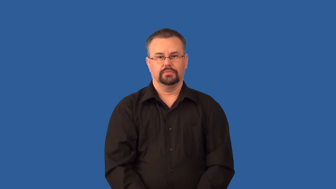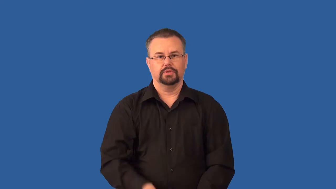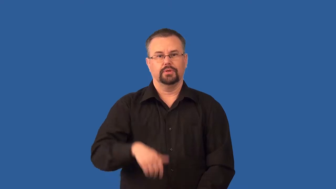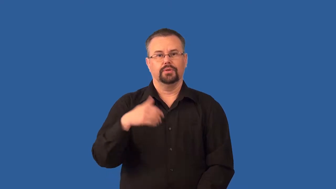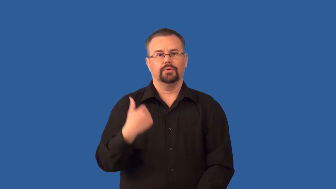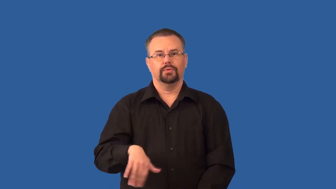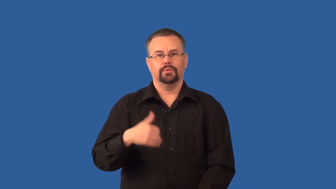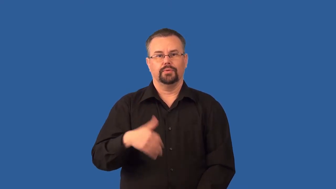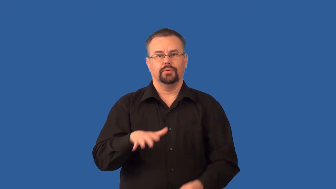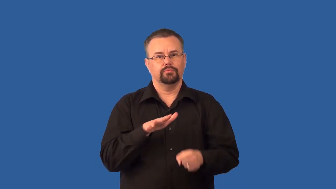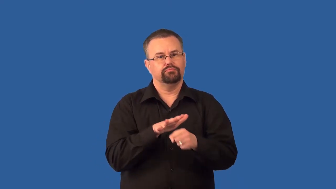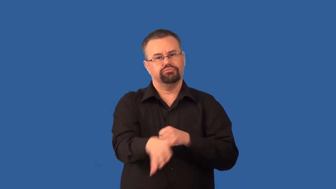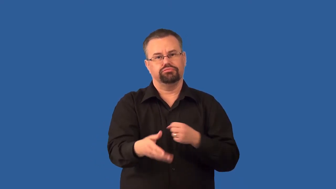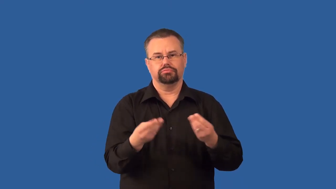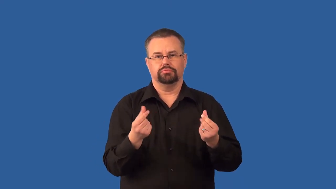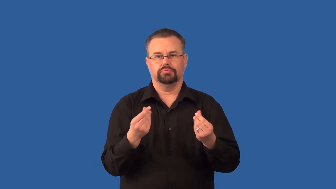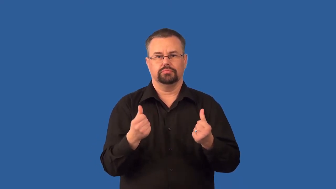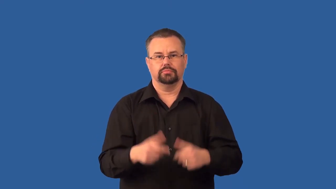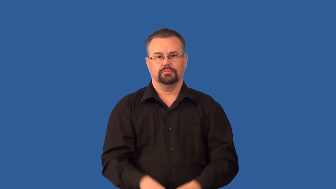supersaturated